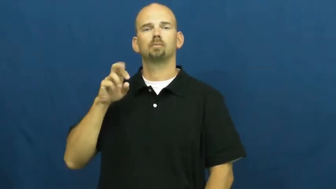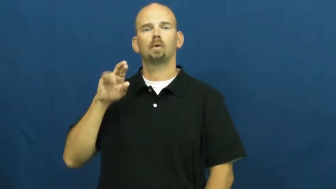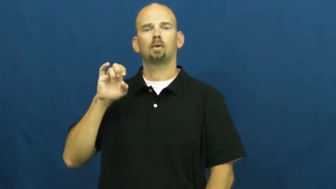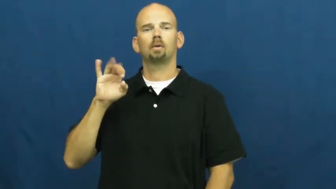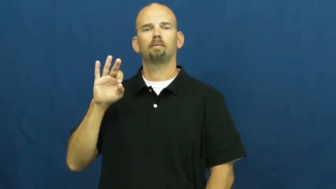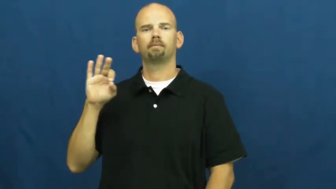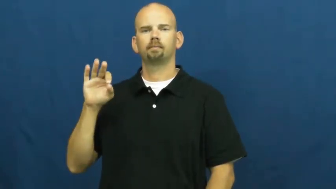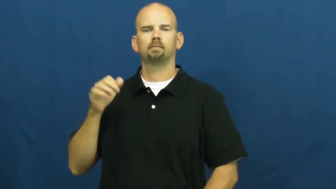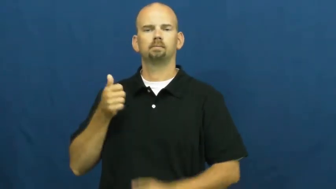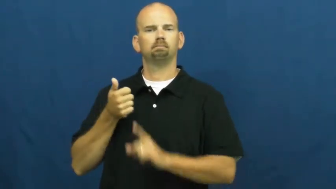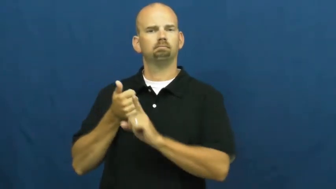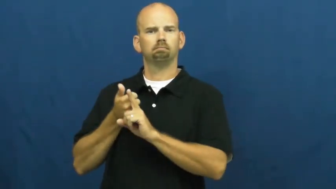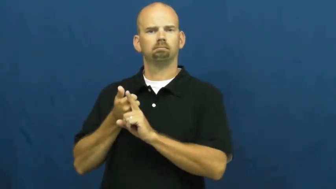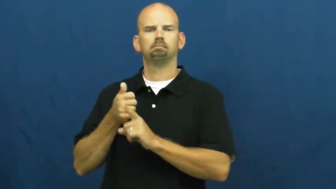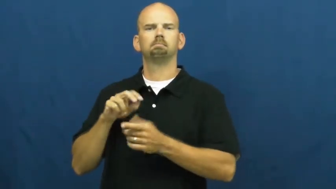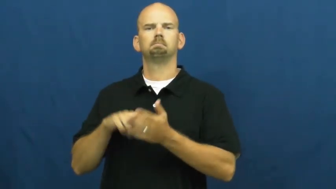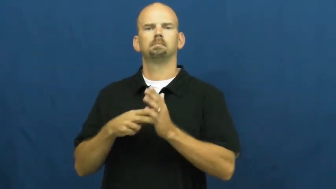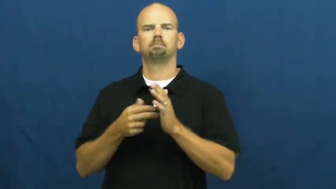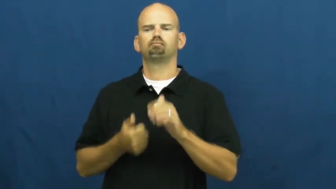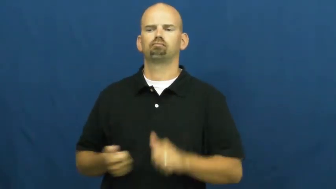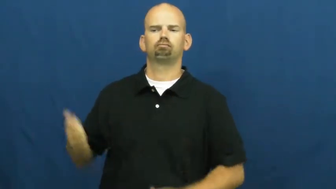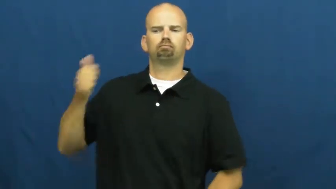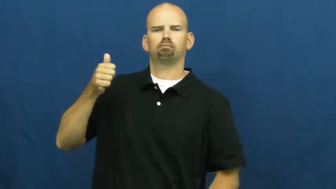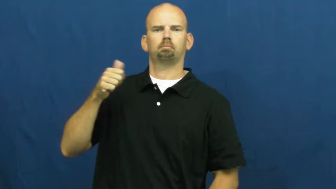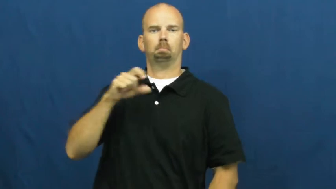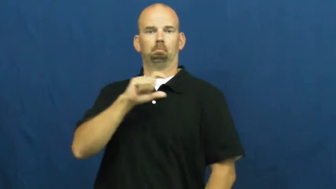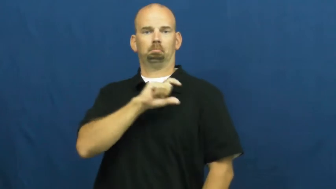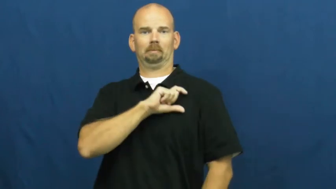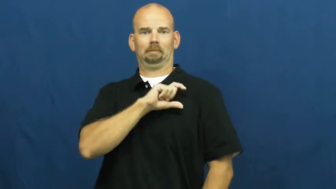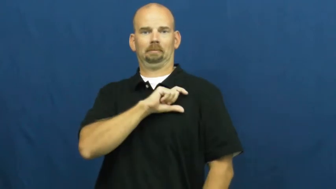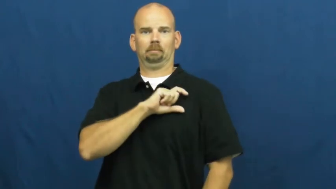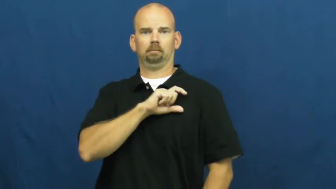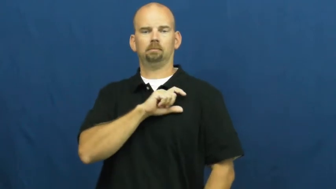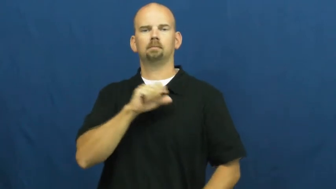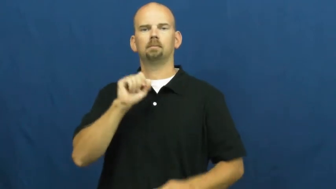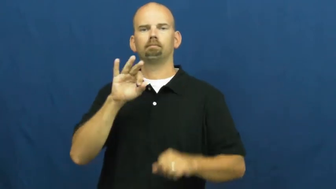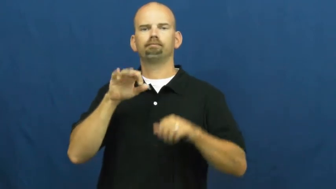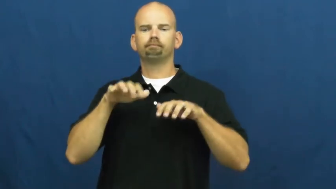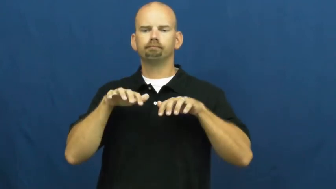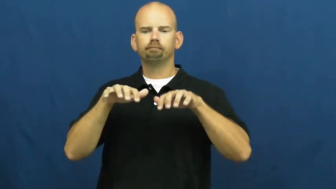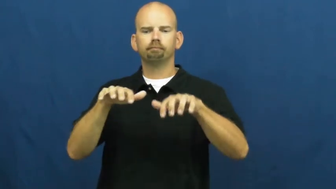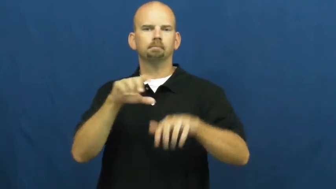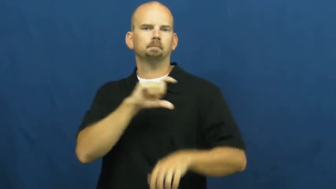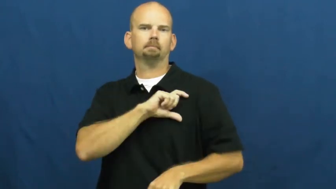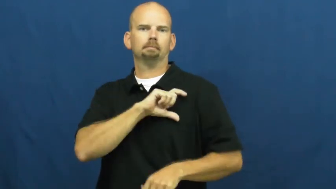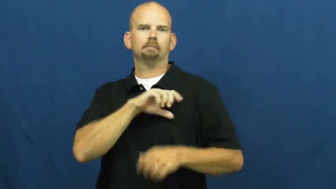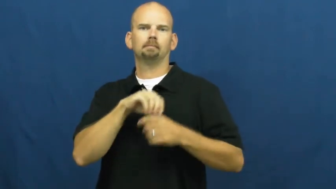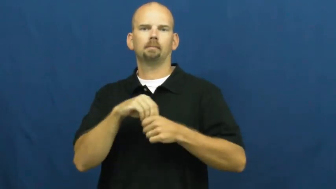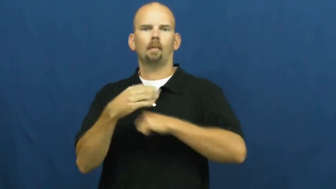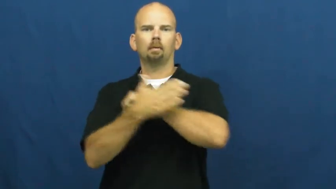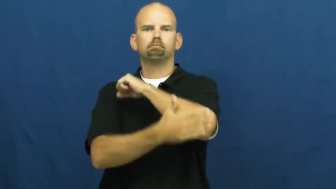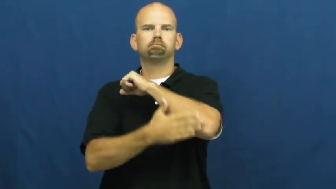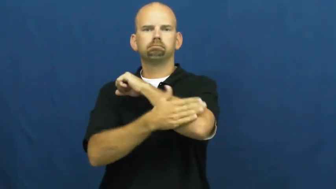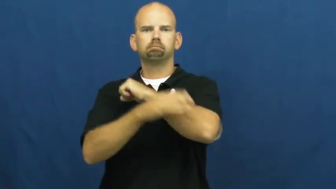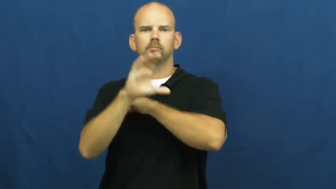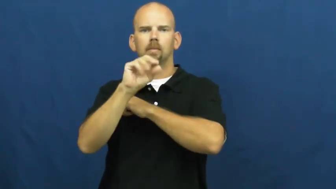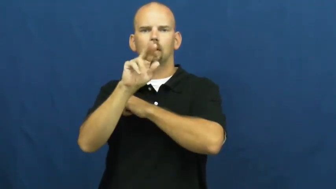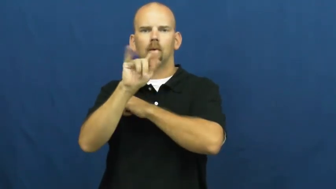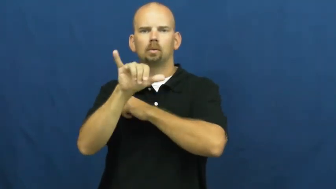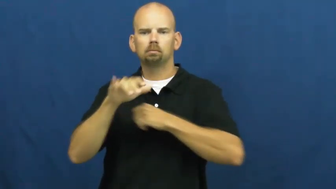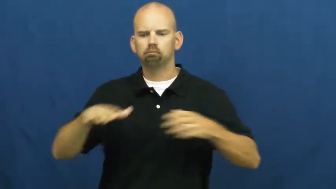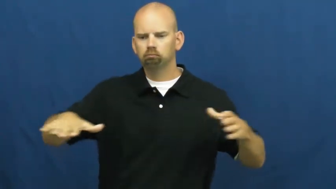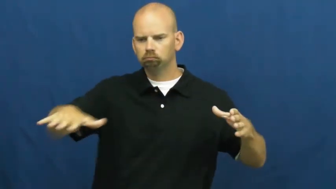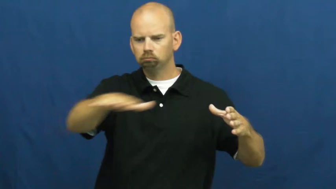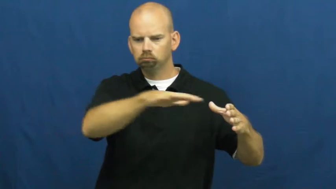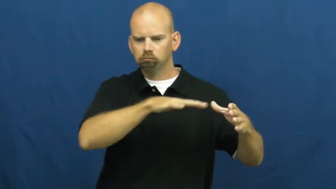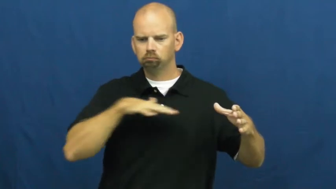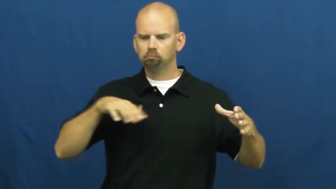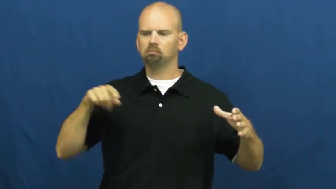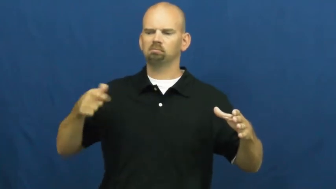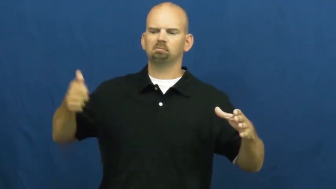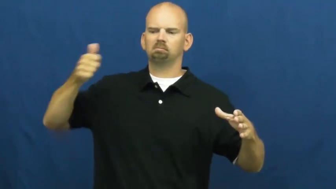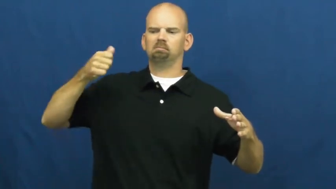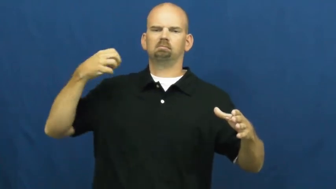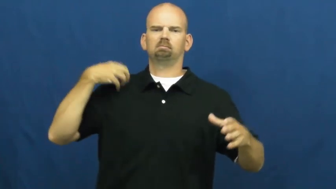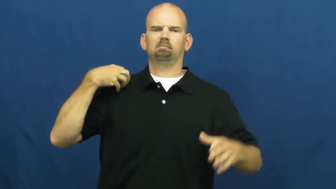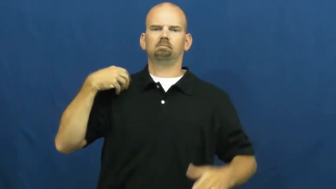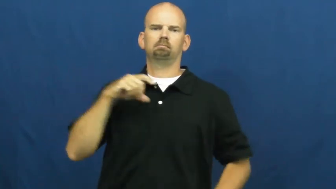sheriff